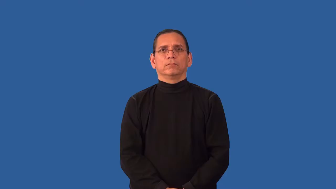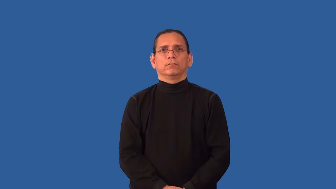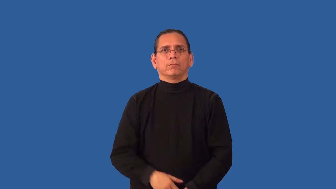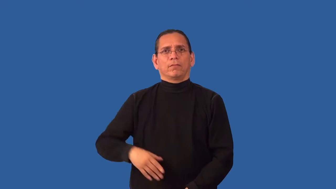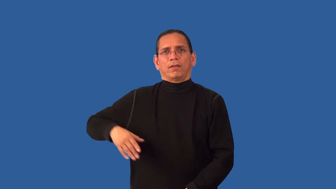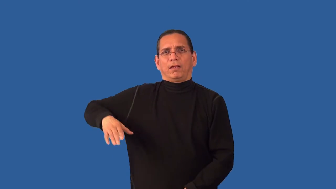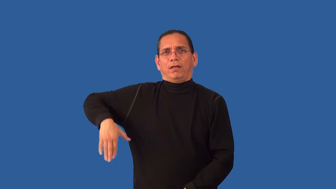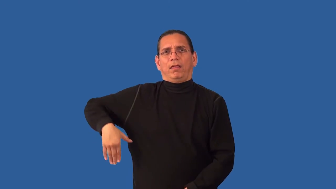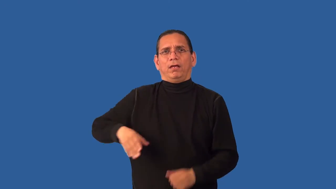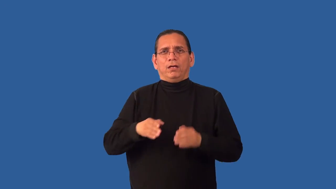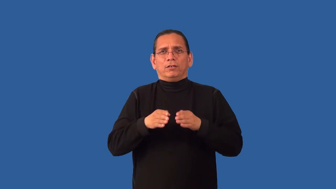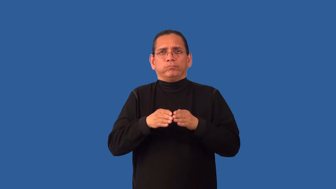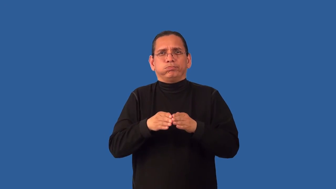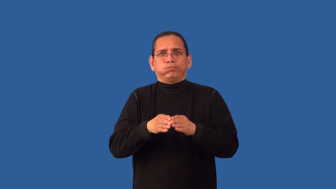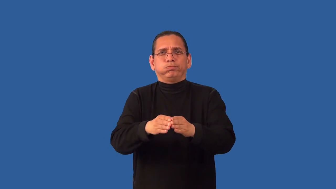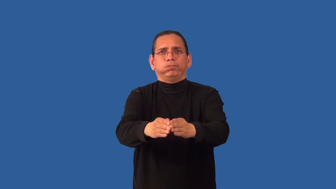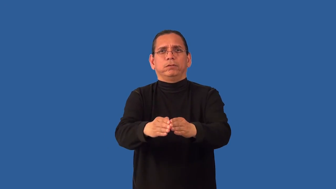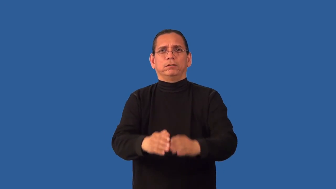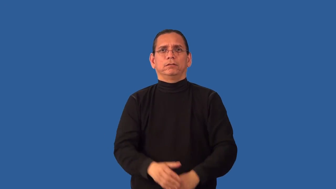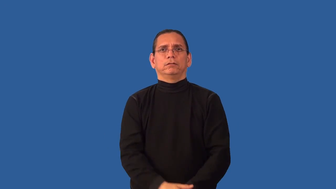unplowed-farm